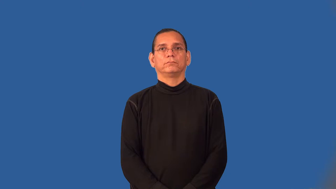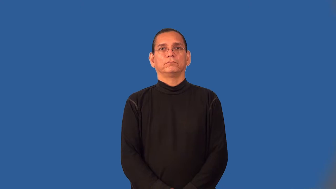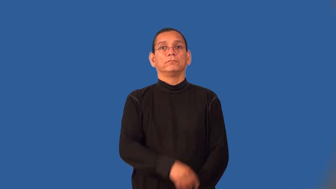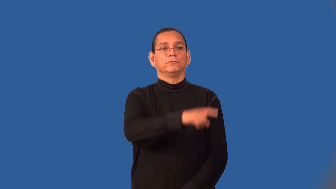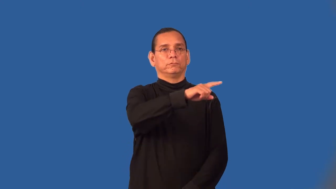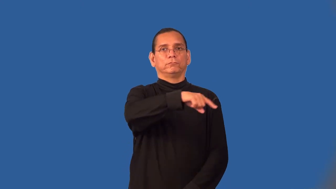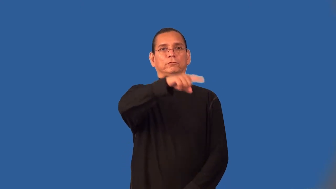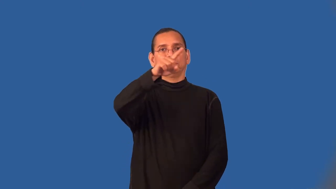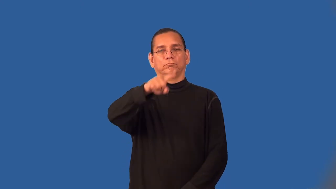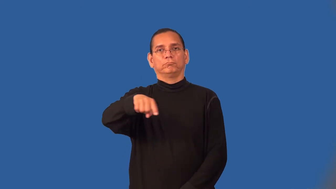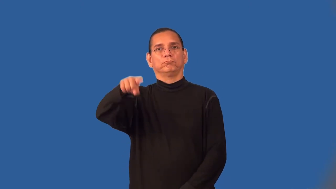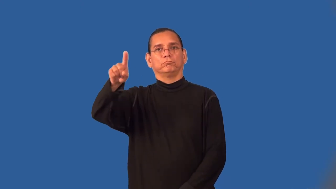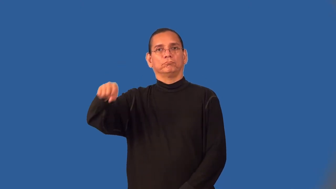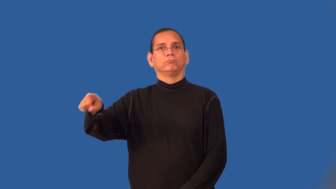wave-like sound wave